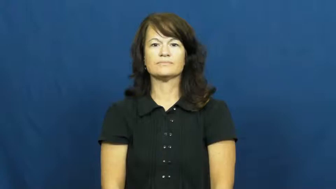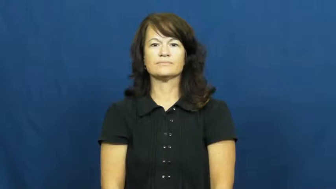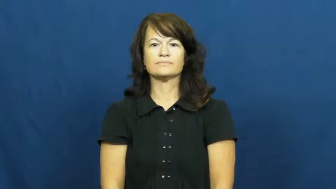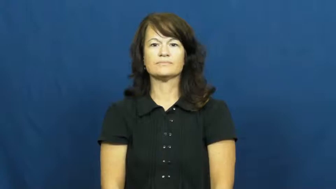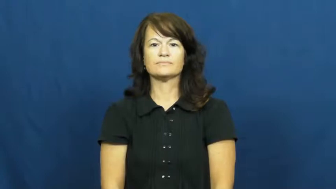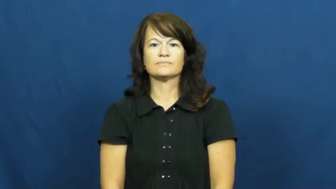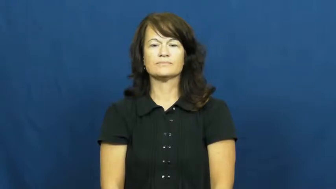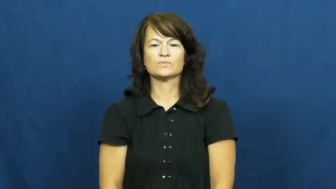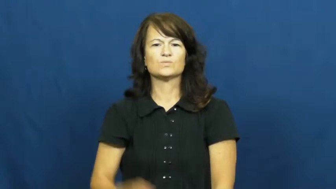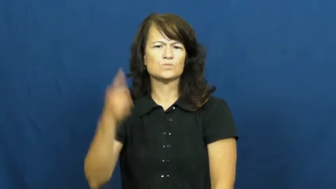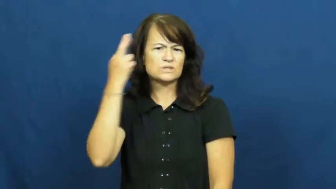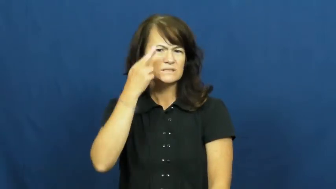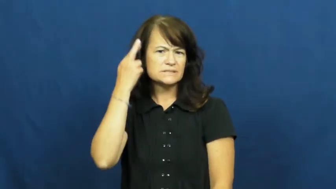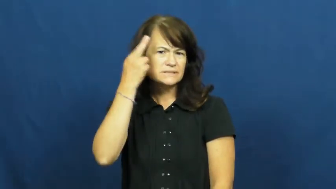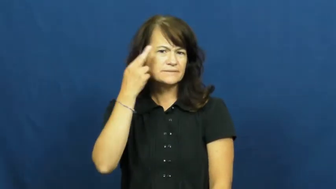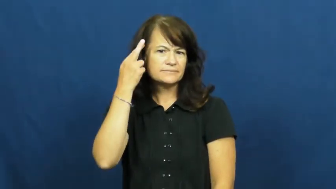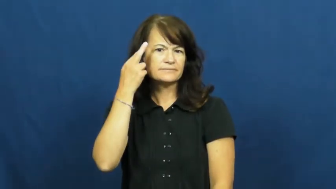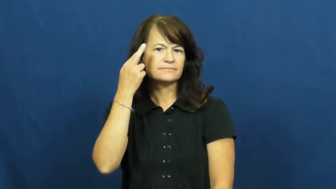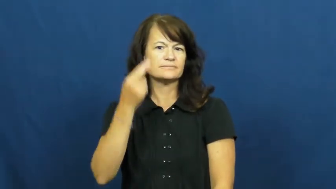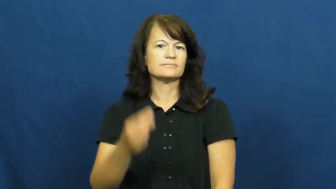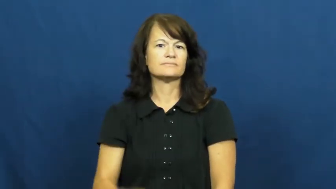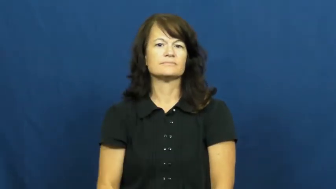reason,wherefore